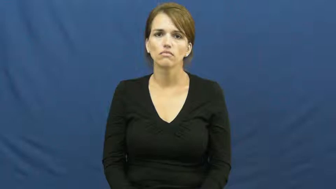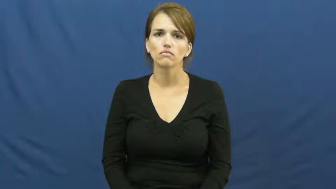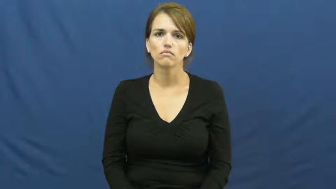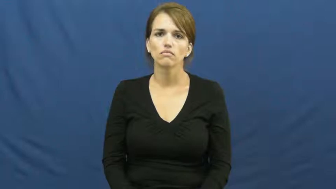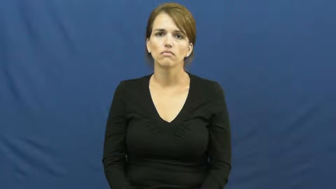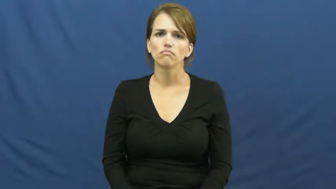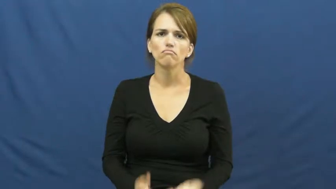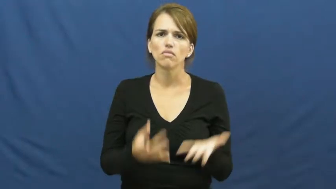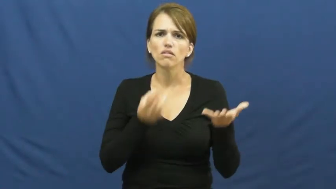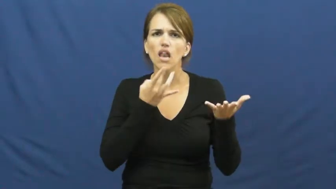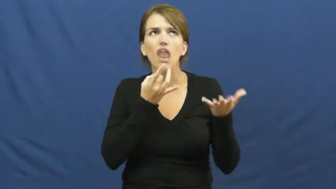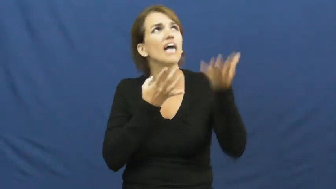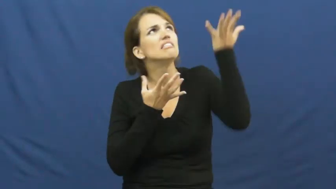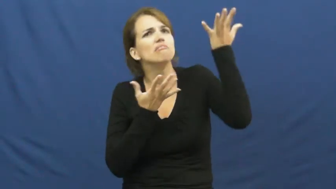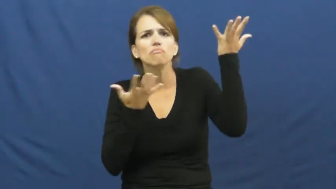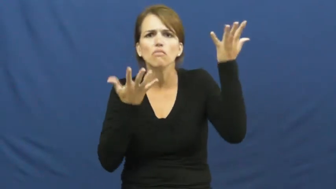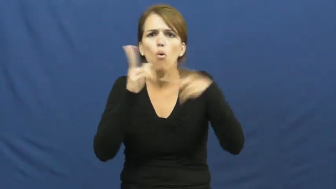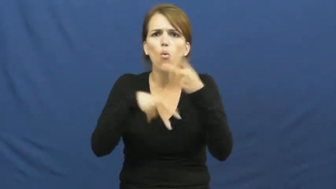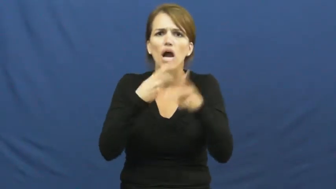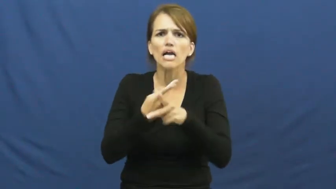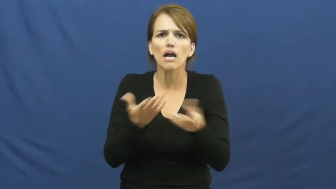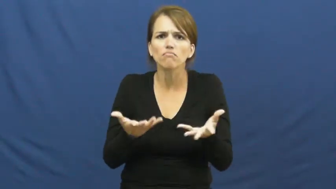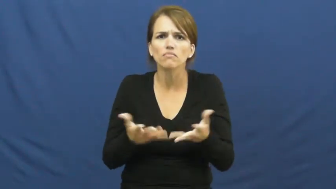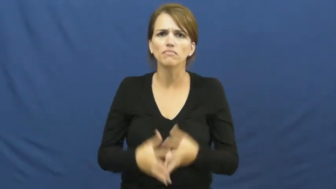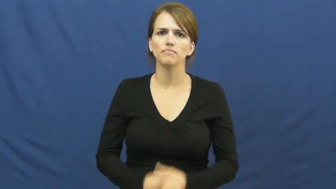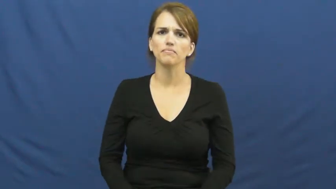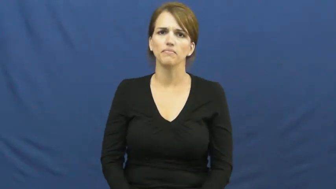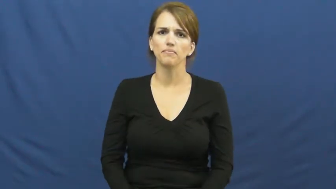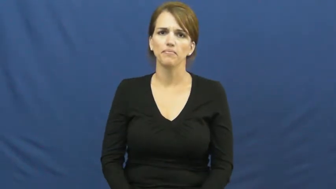kind of light